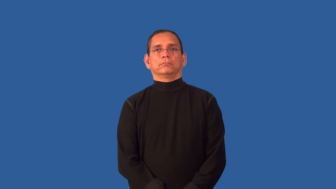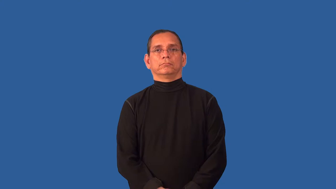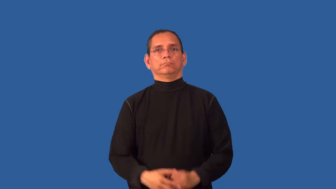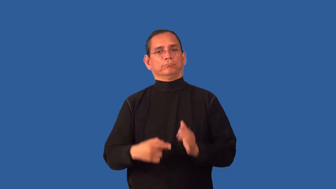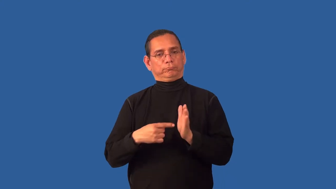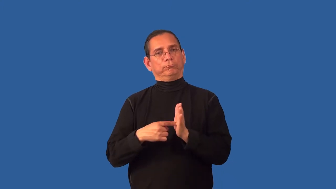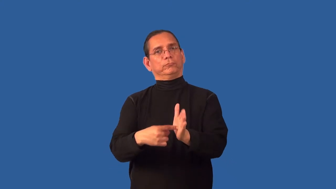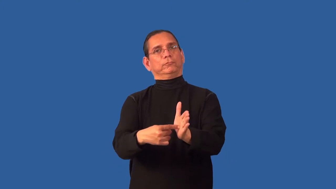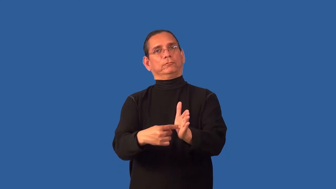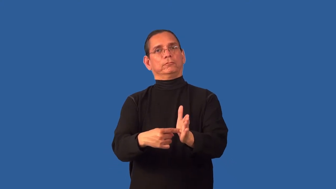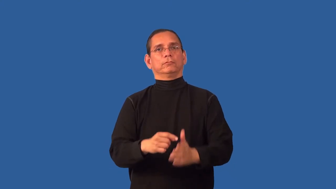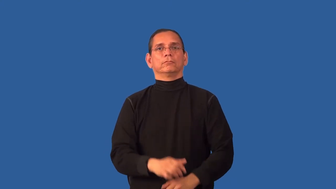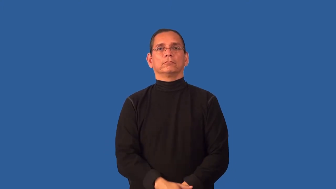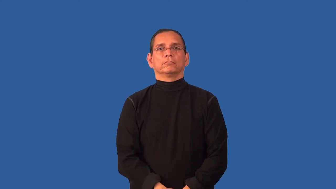unveil